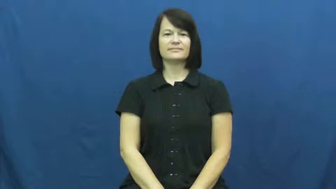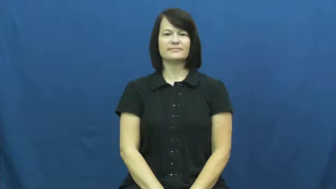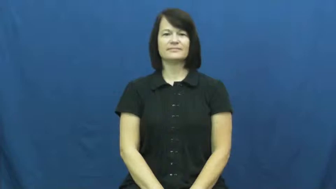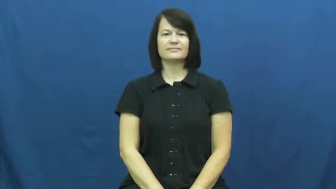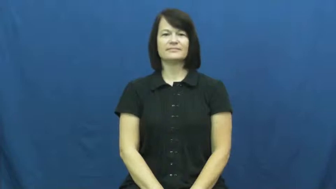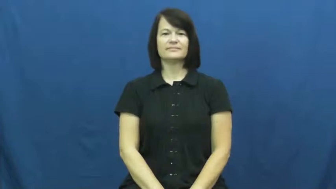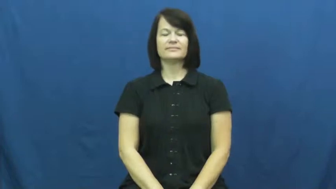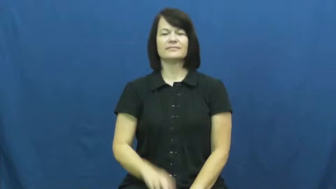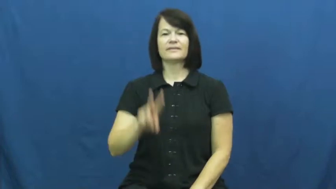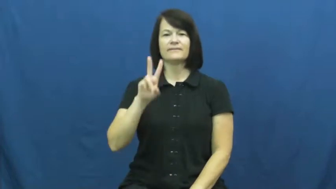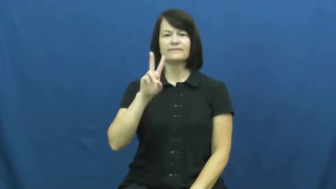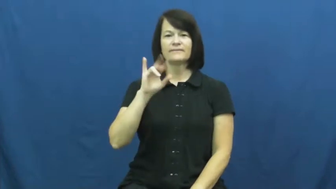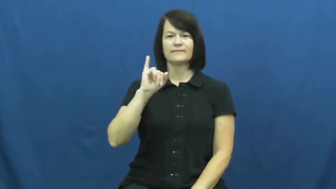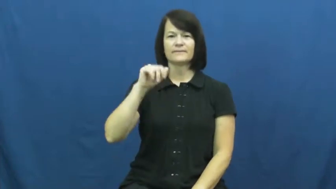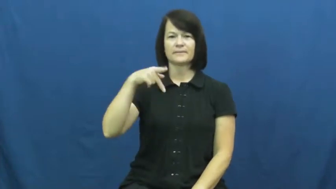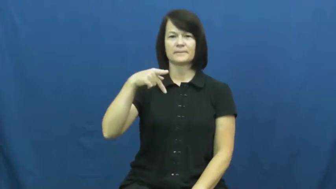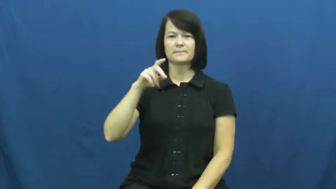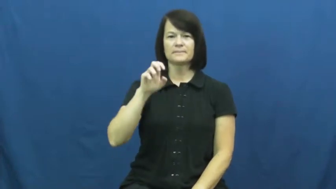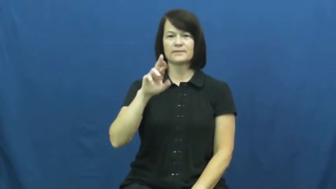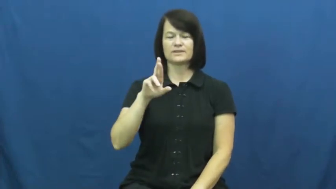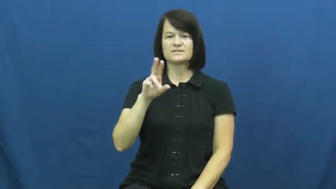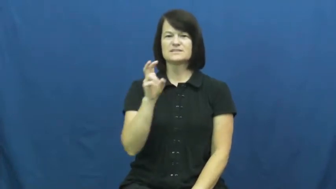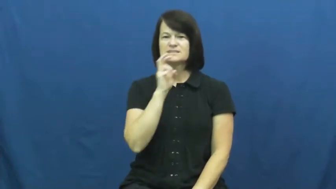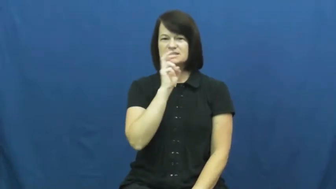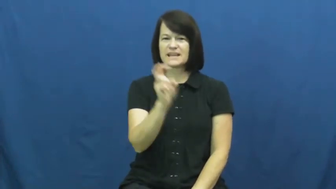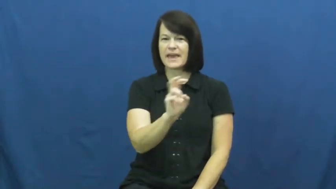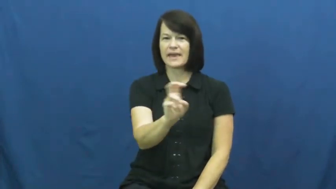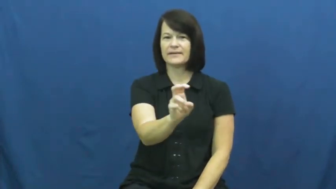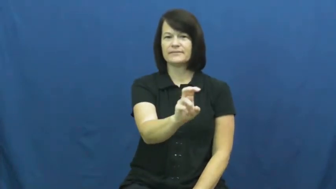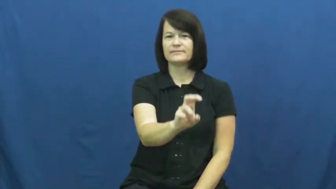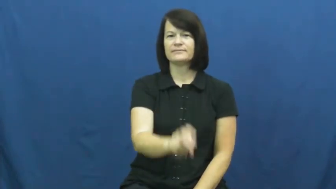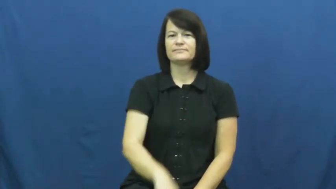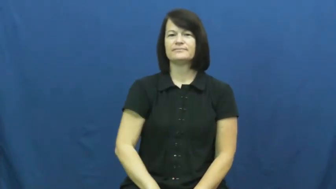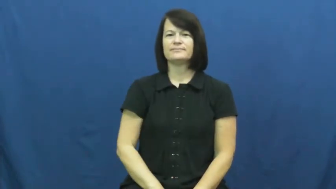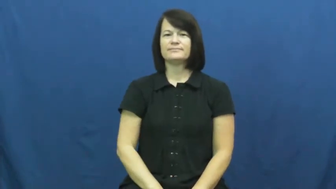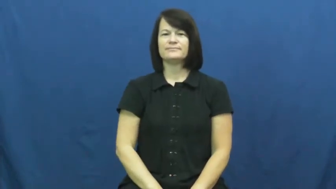viper